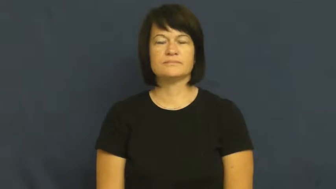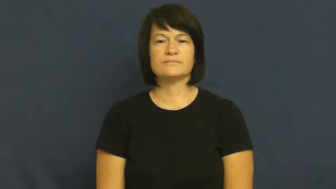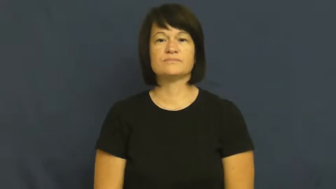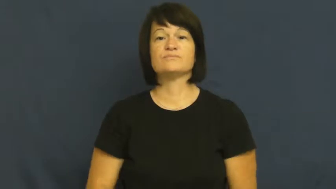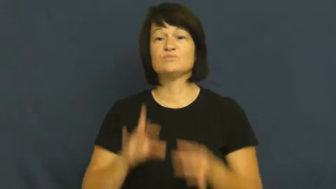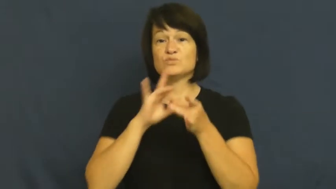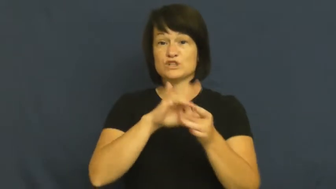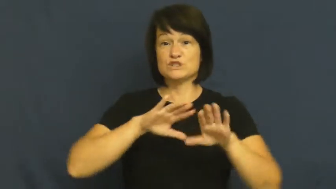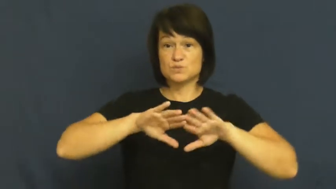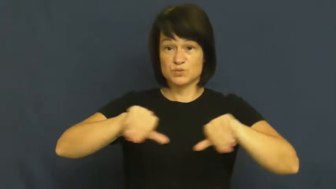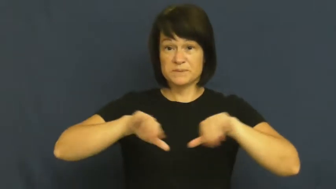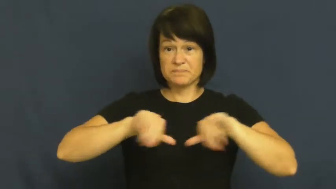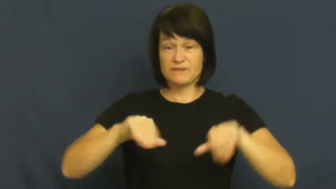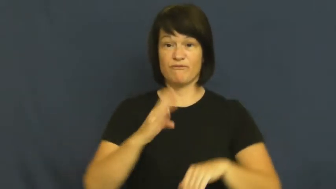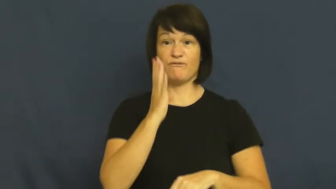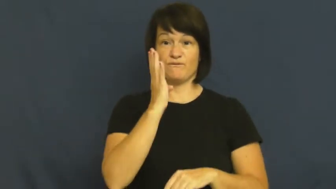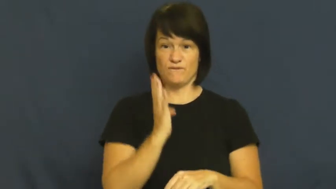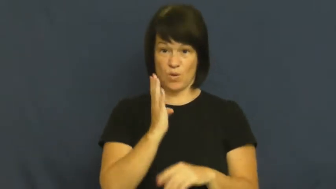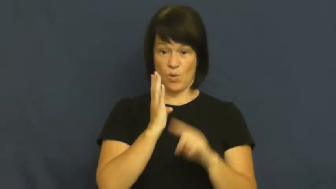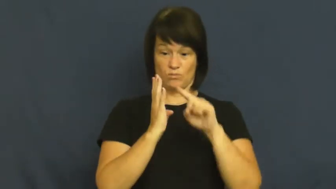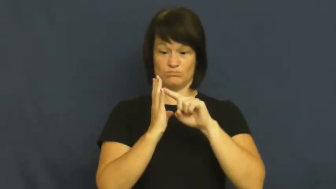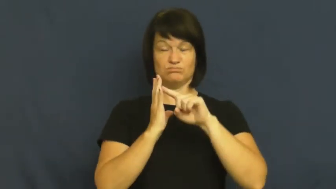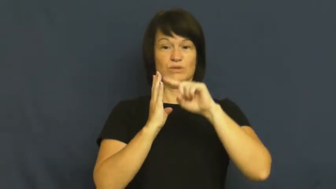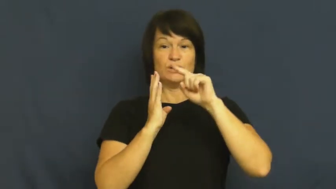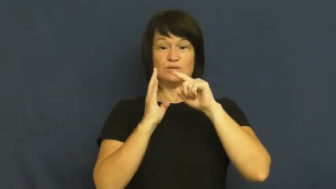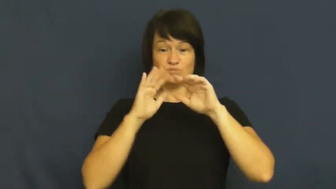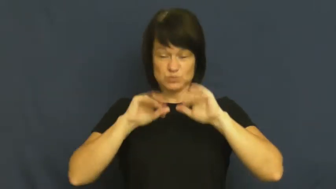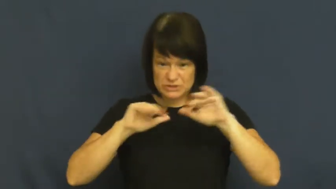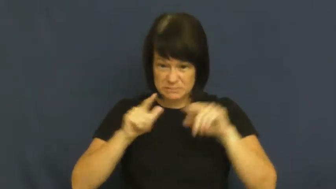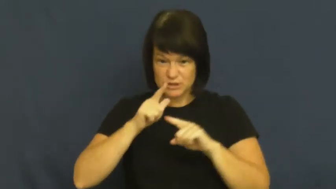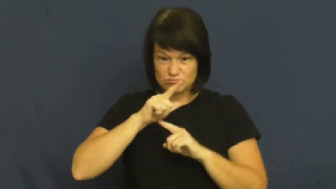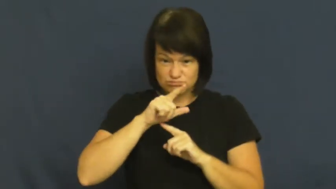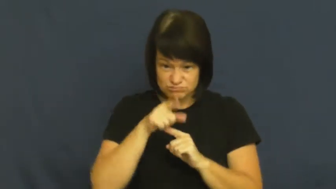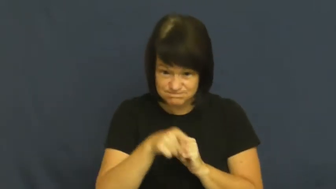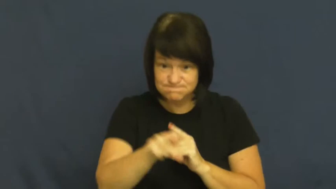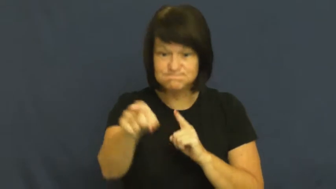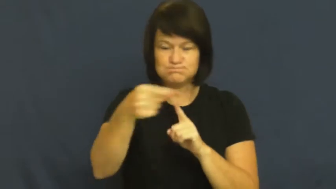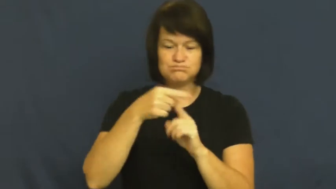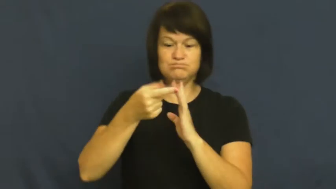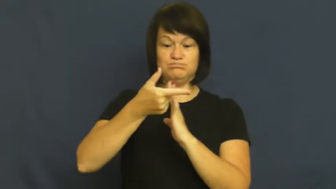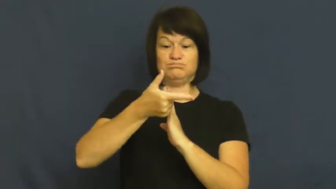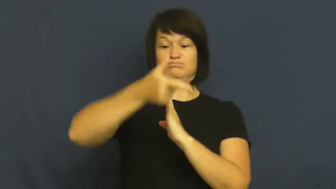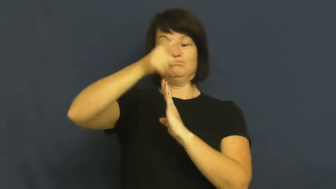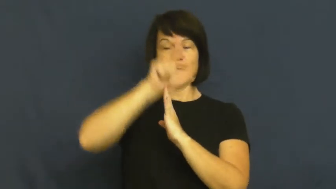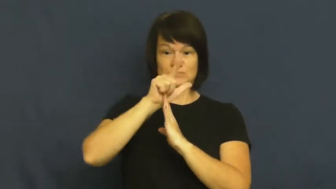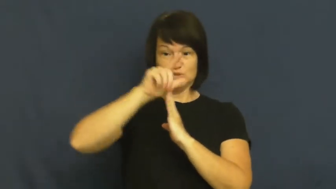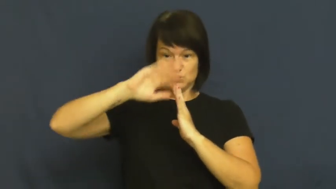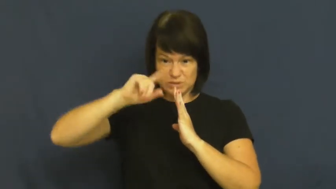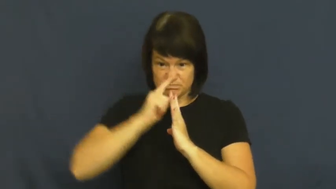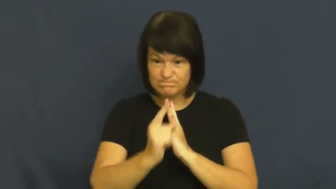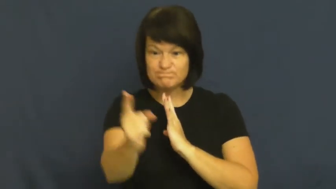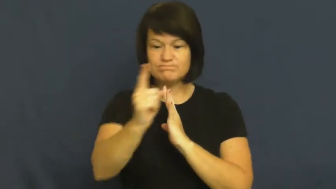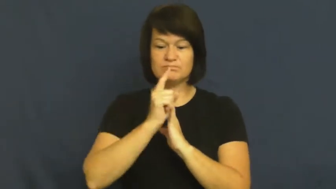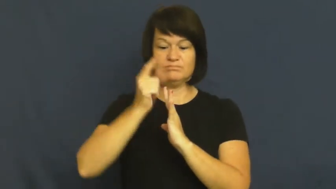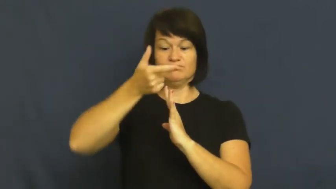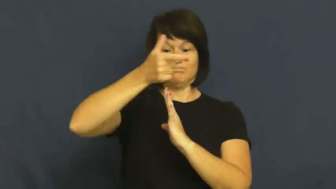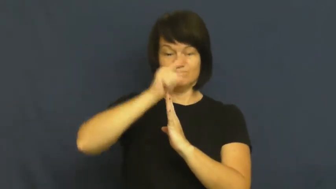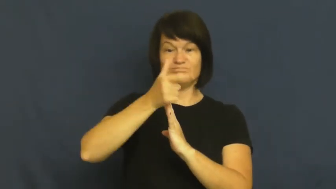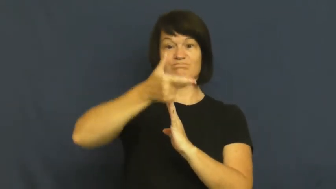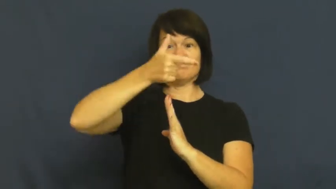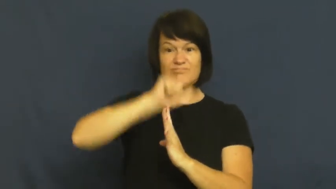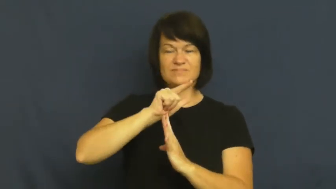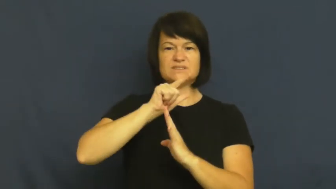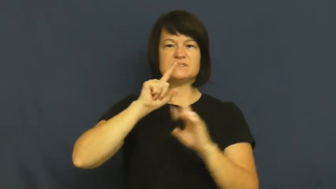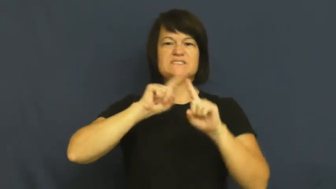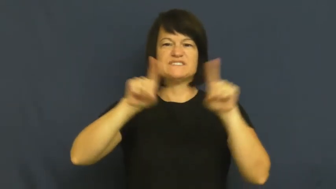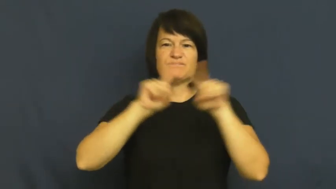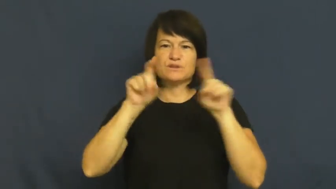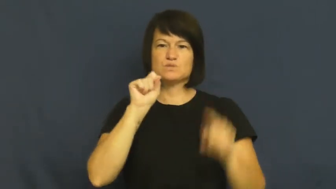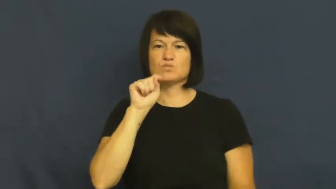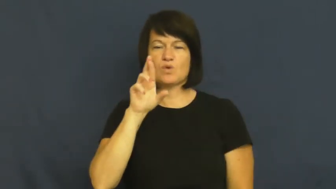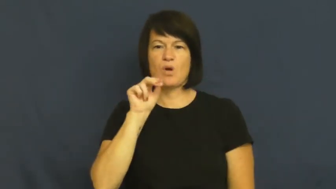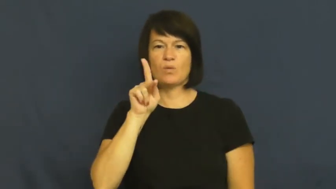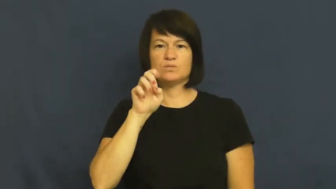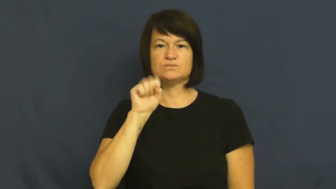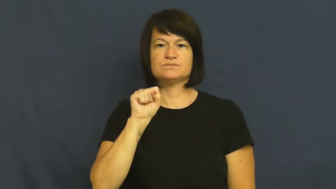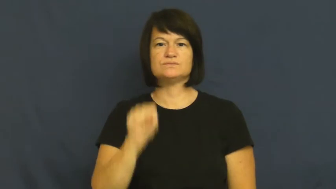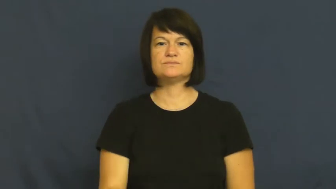medley-swim